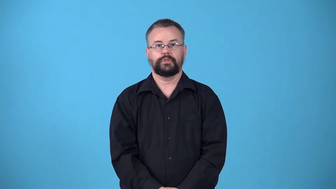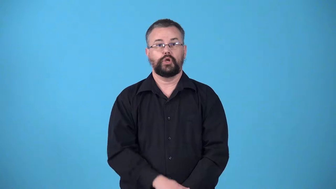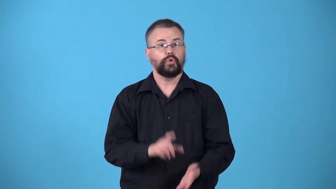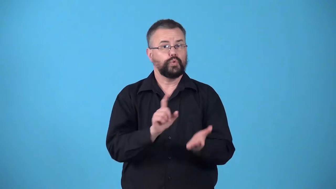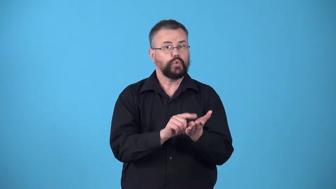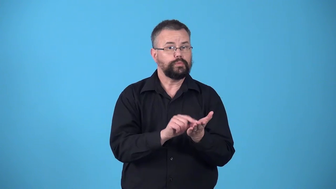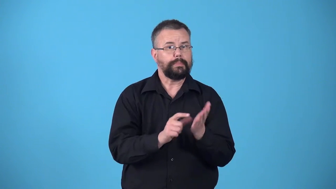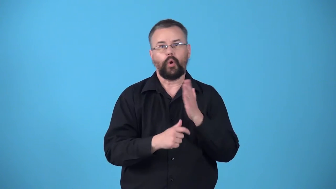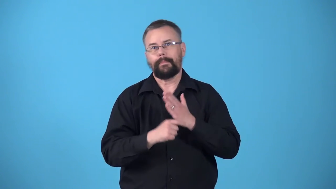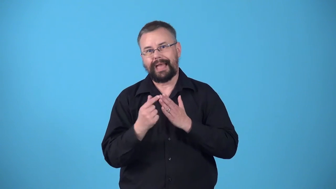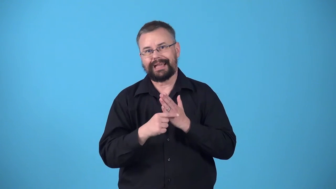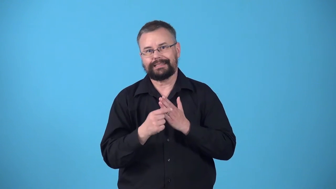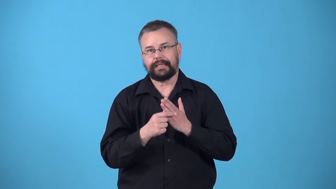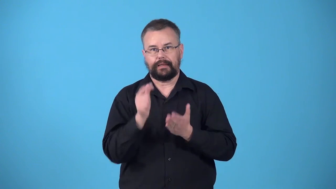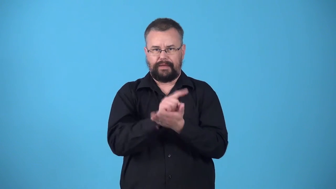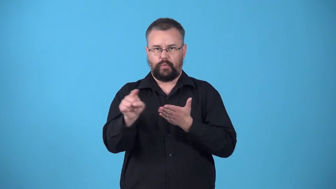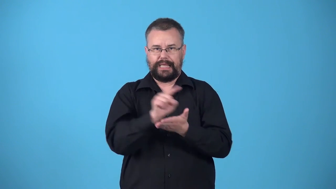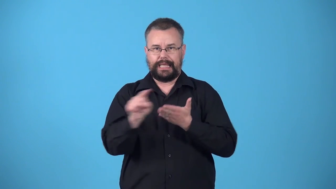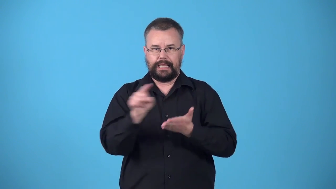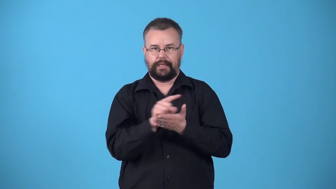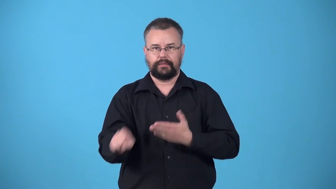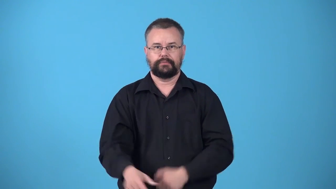weekly newspaper comes every week